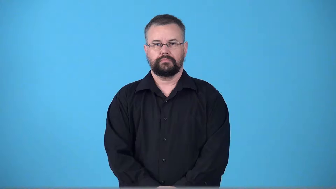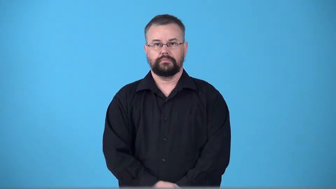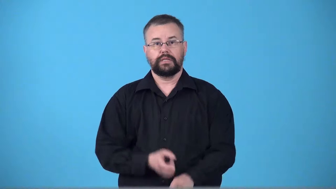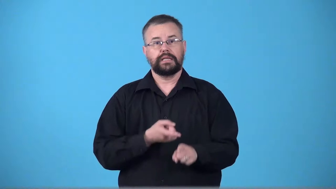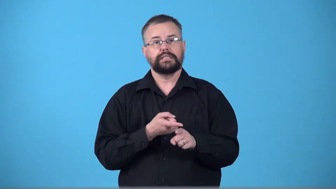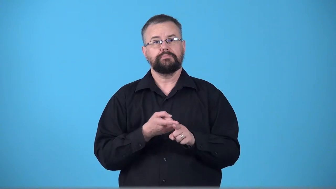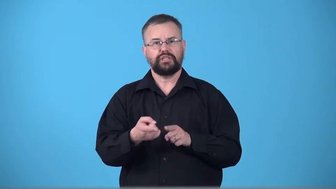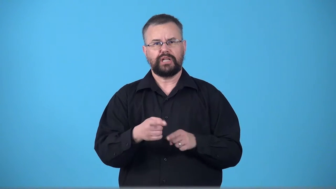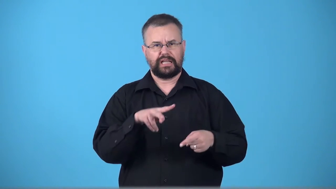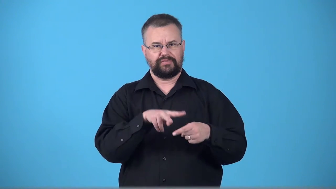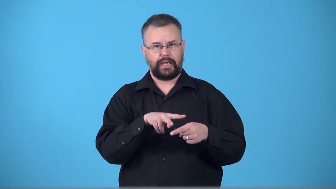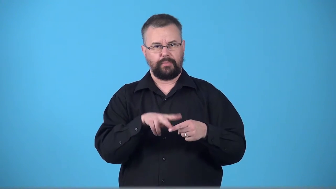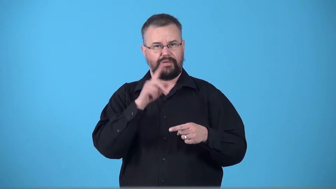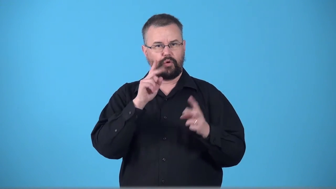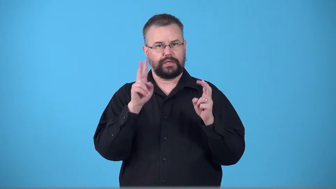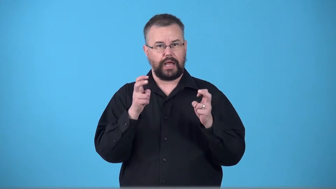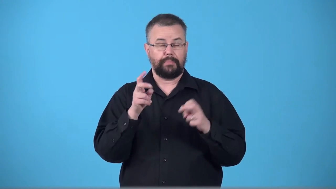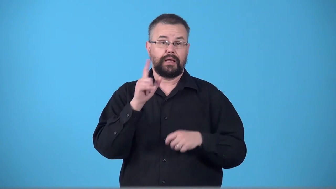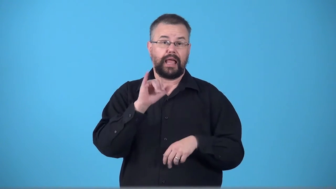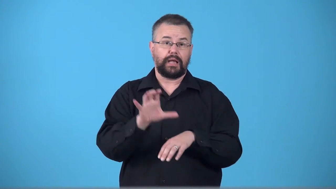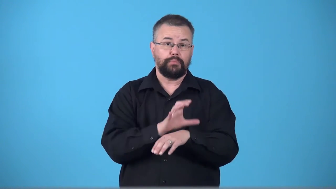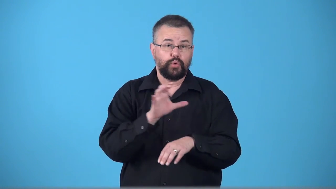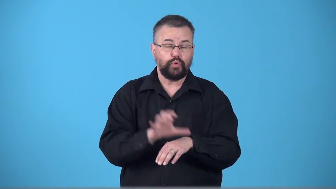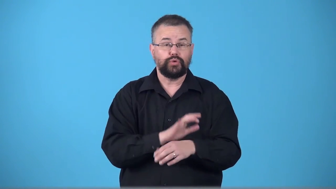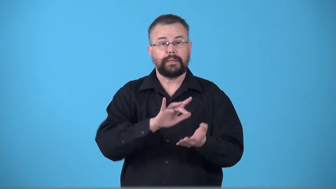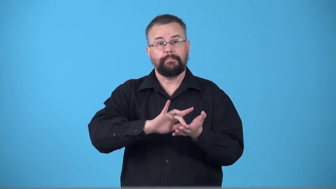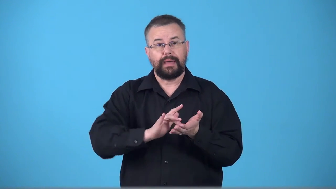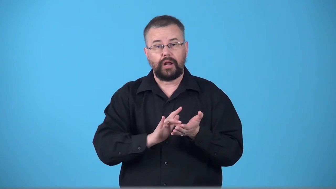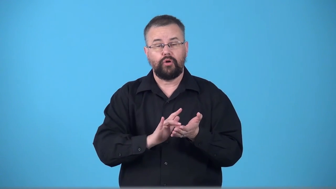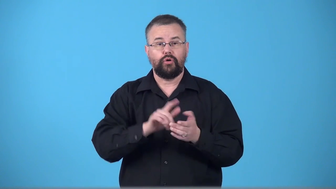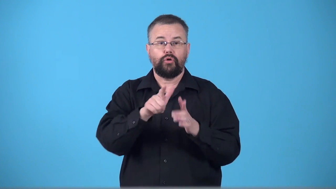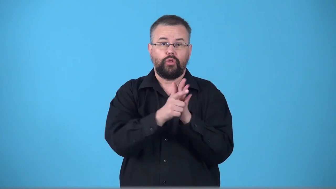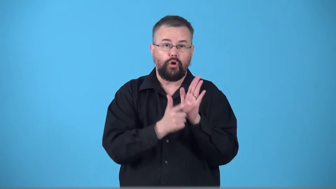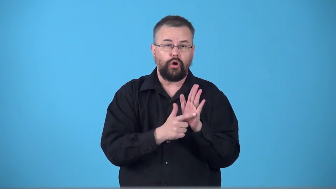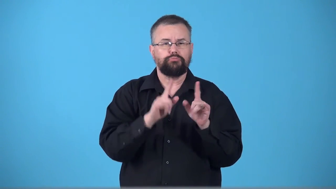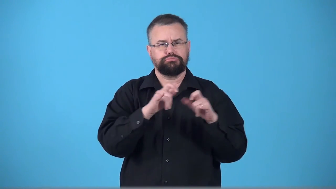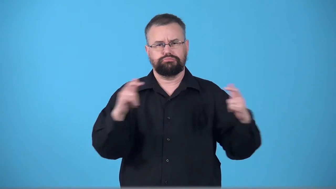terminology,terms-special vocaulary